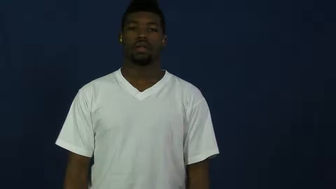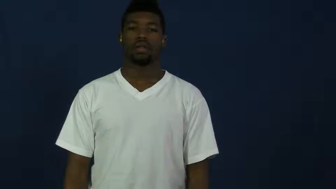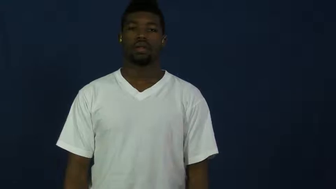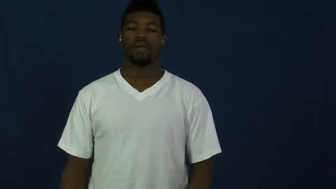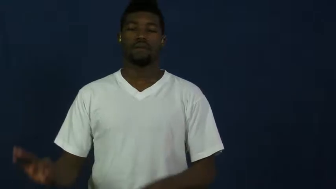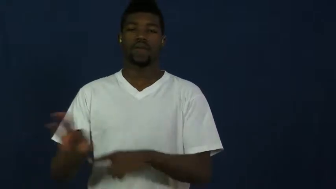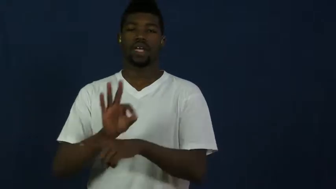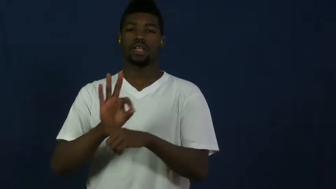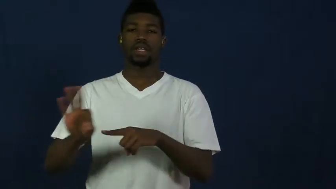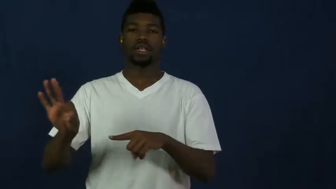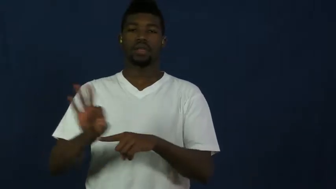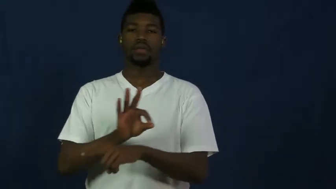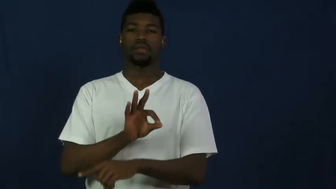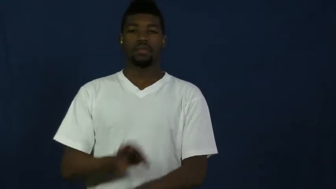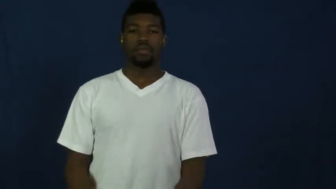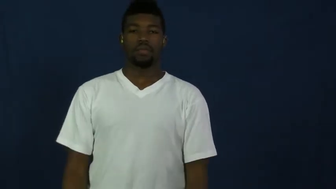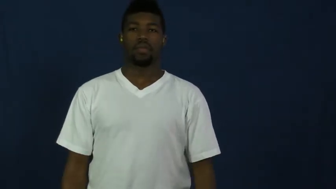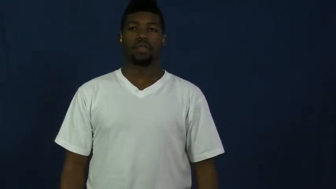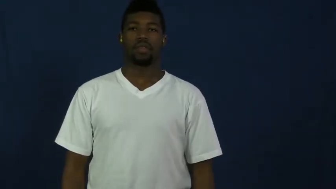function